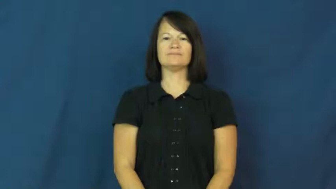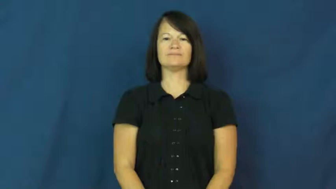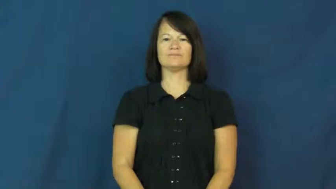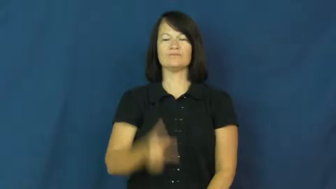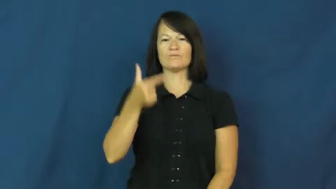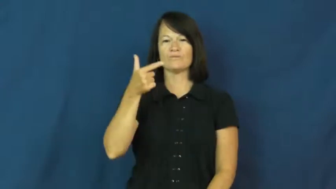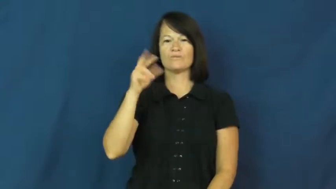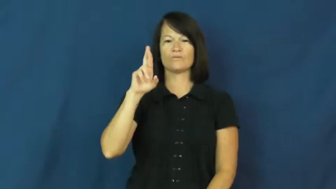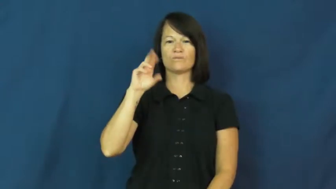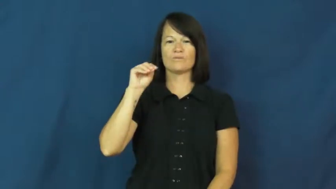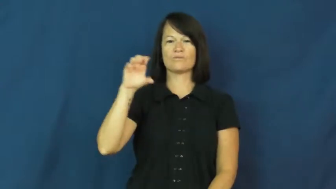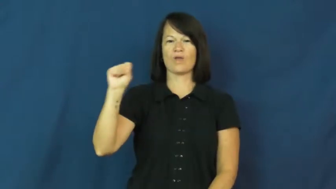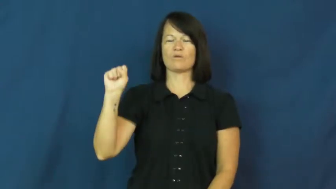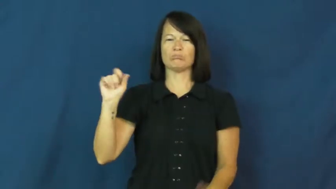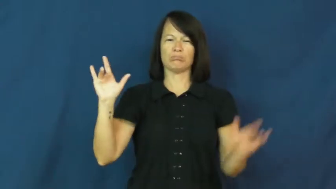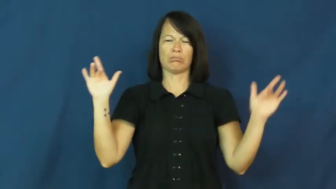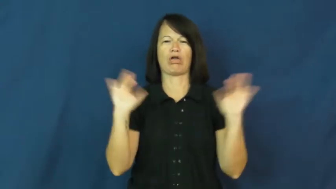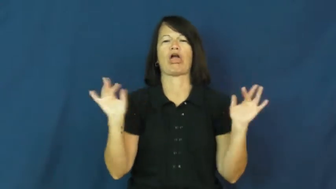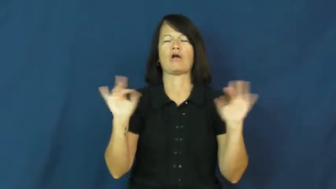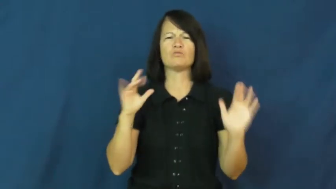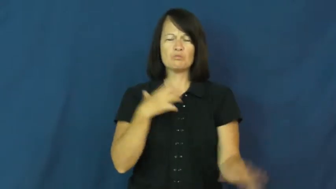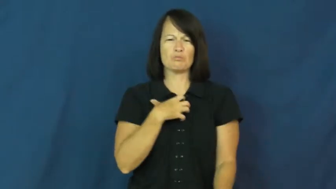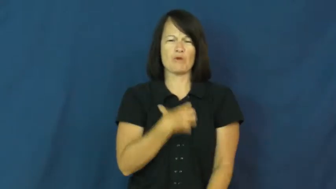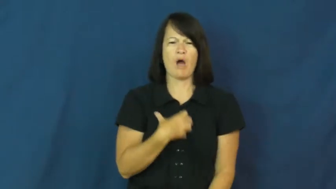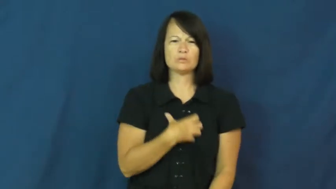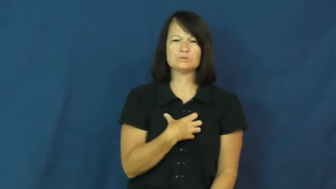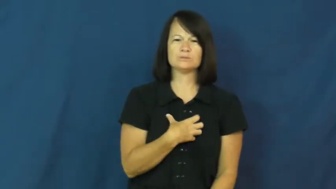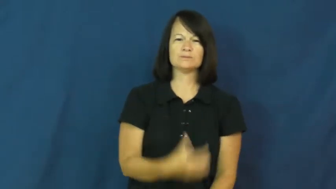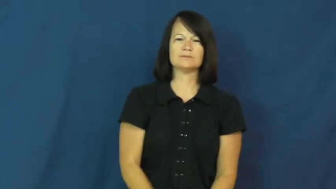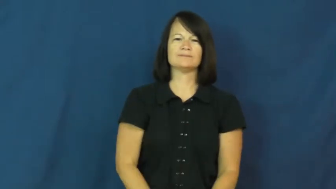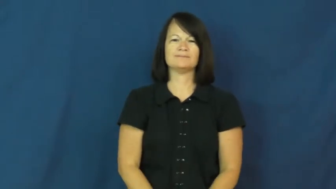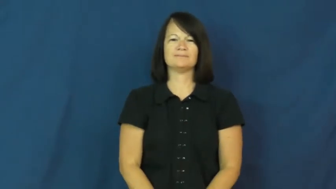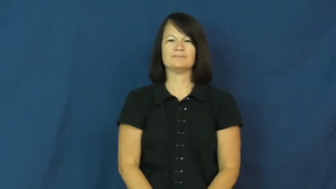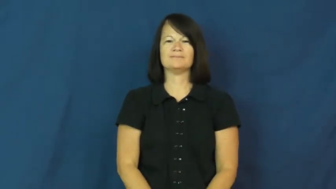gross-grotesque